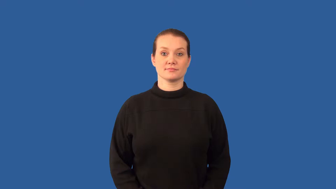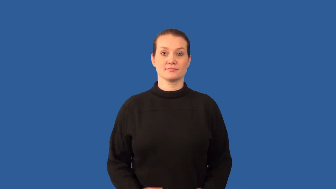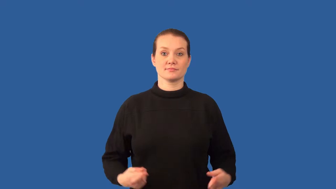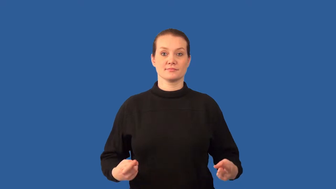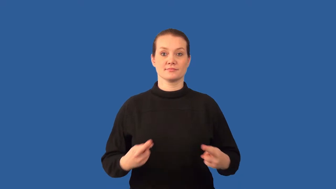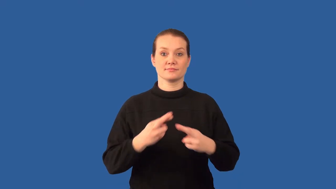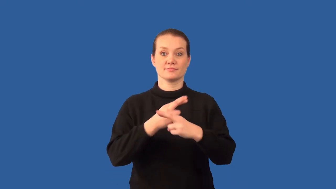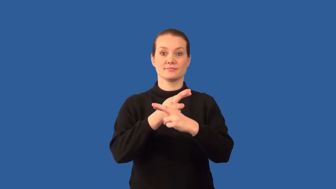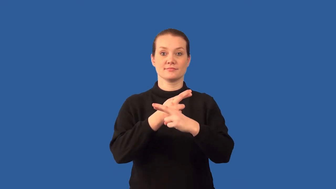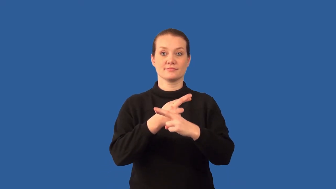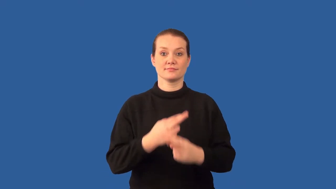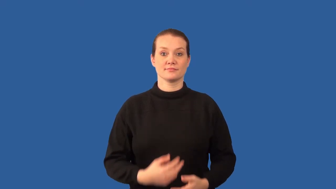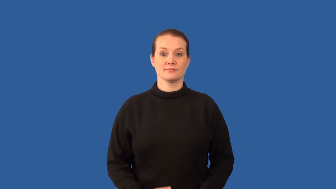reactivity